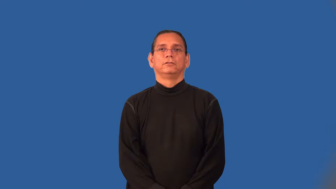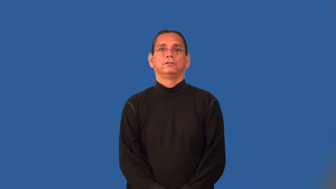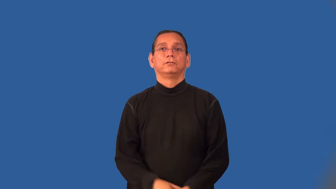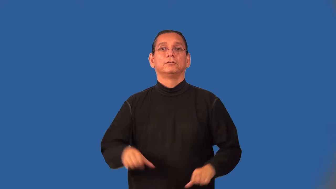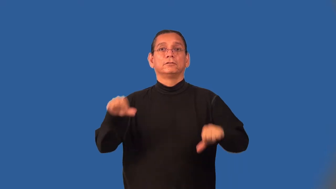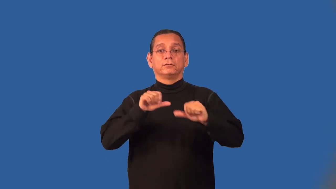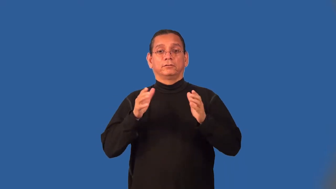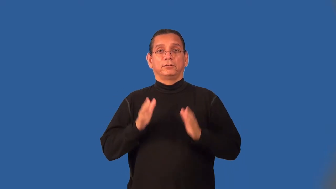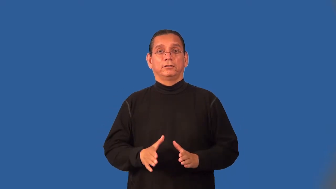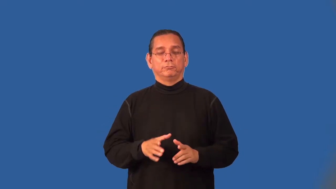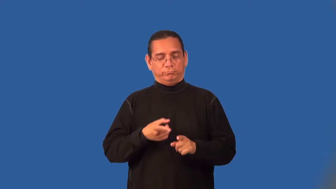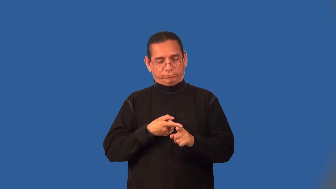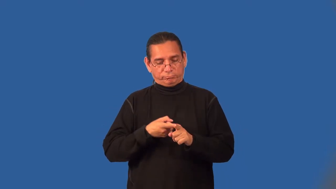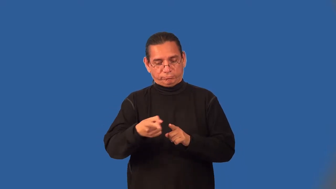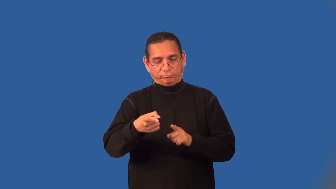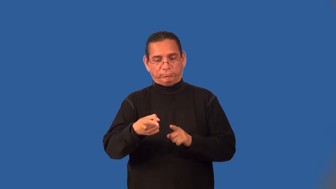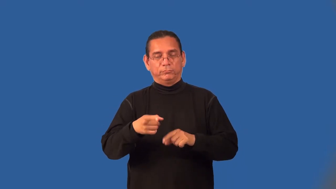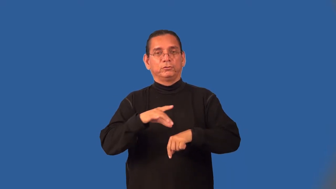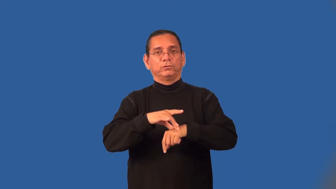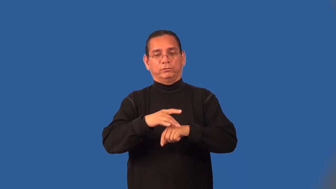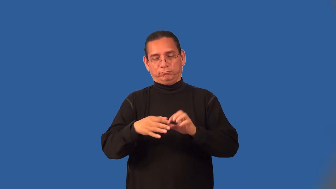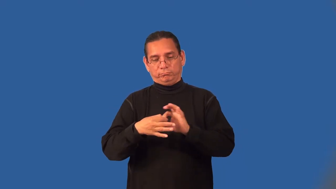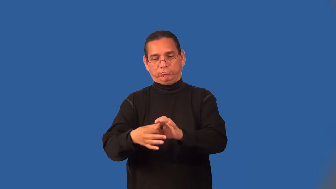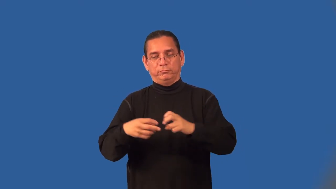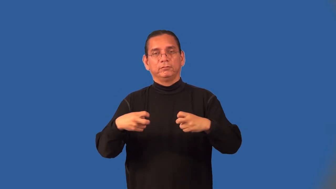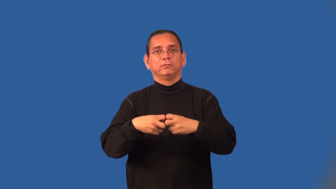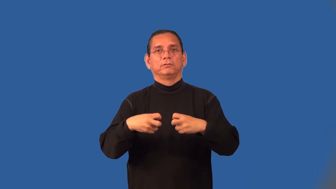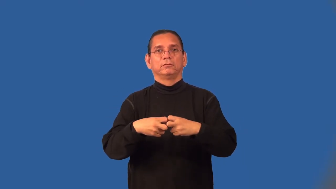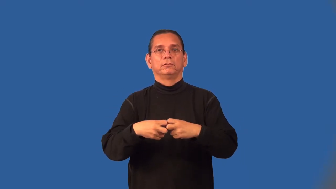geophysicist